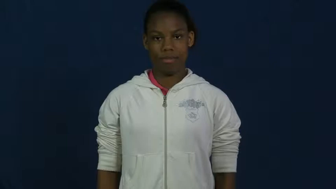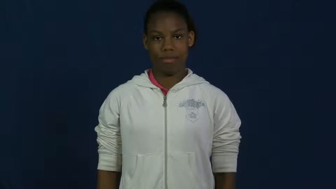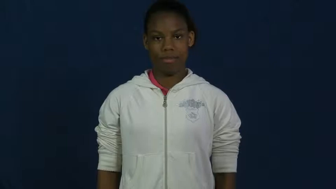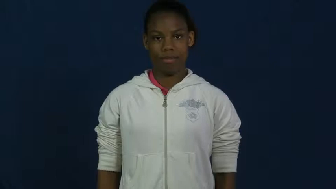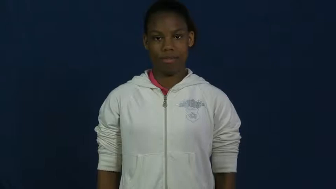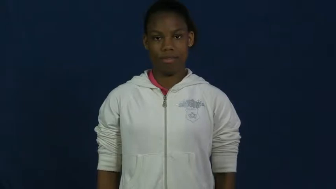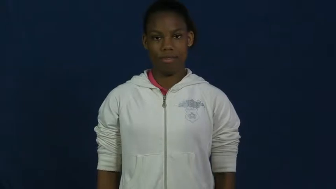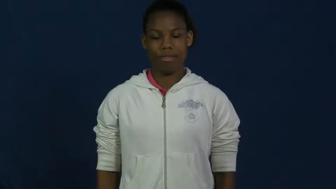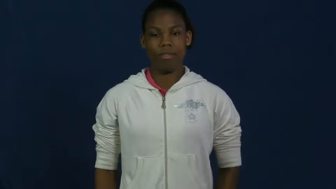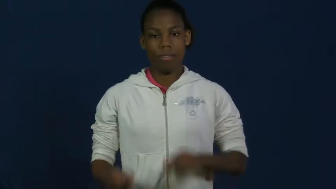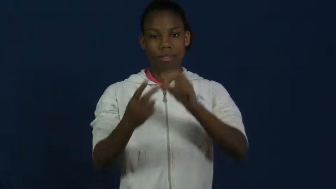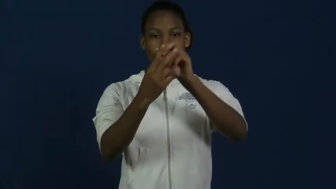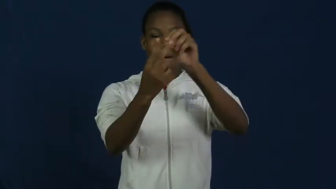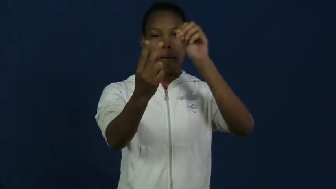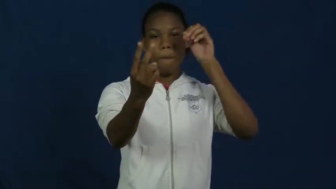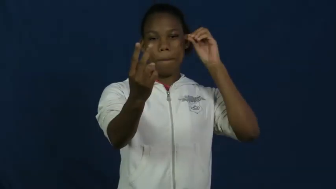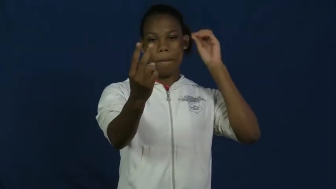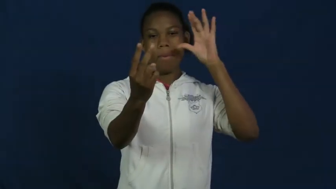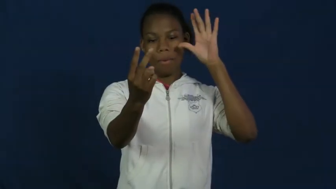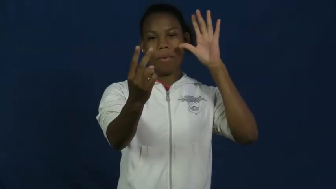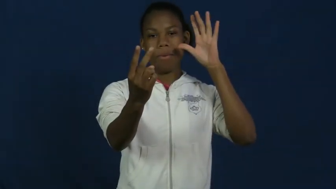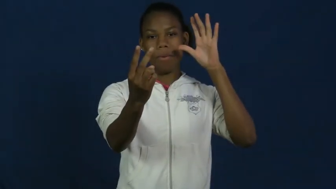slingshot